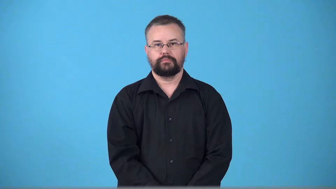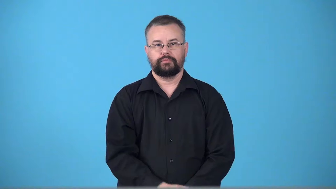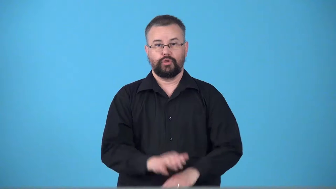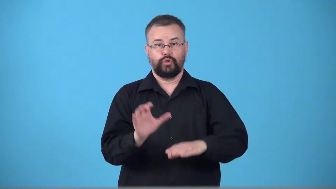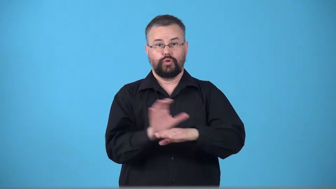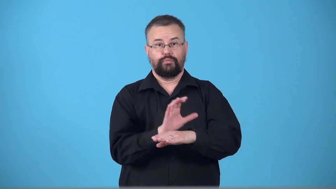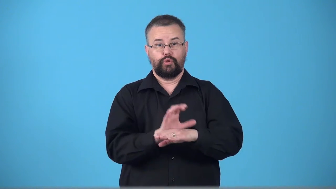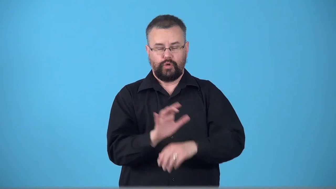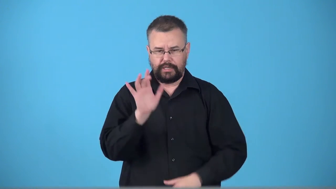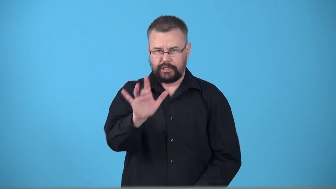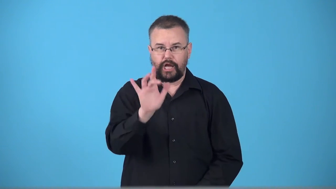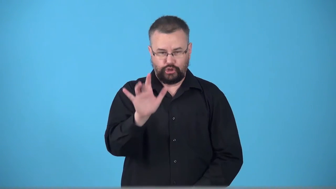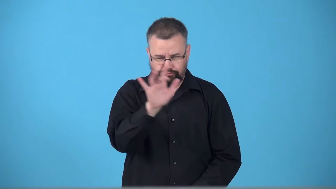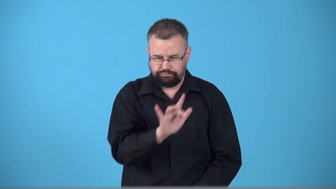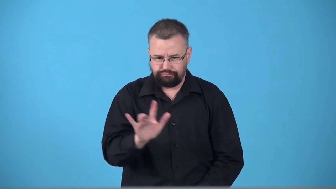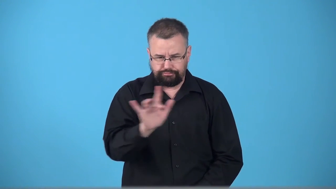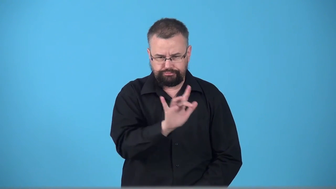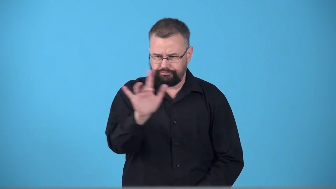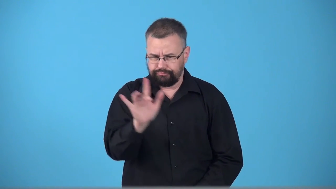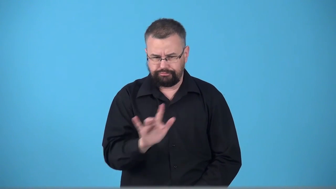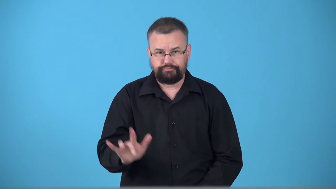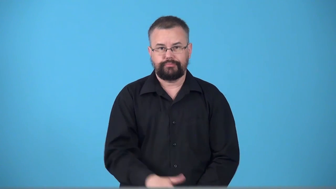touchscreen,interact